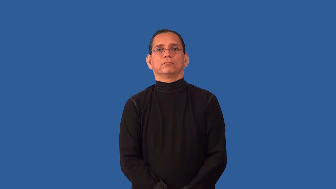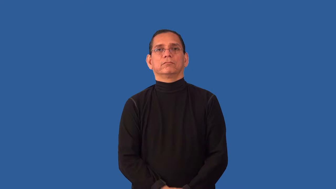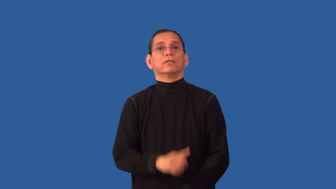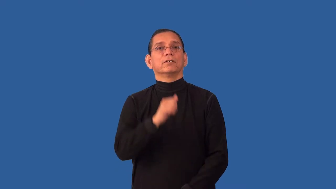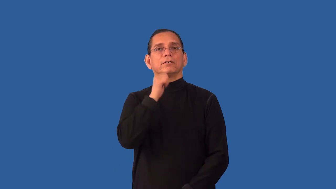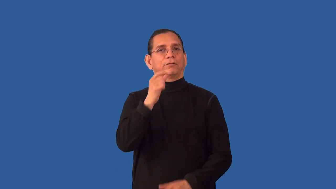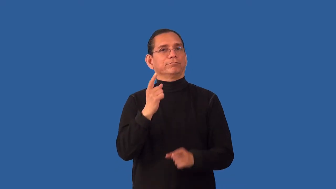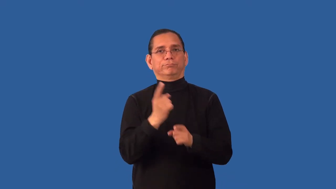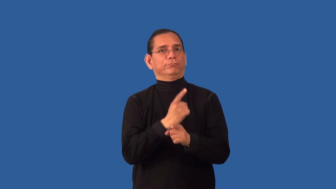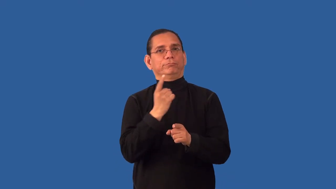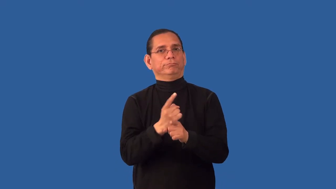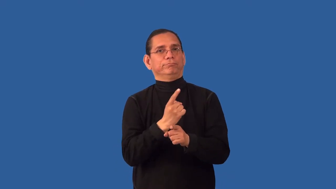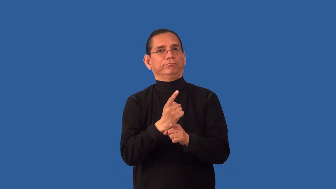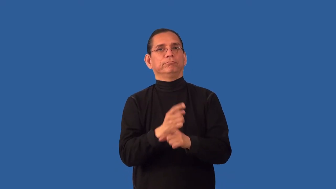unseemly